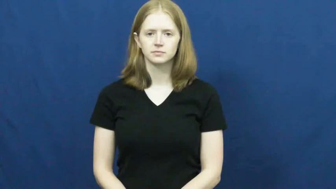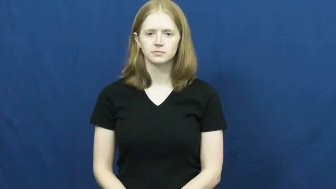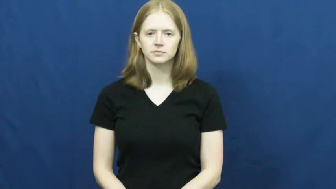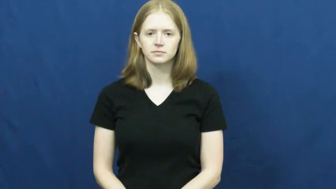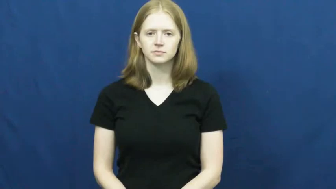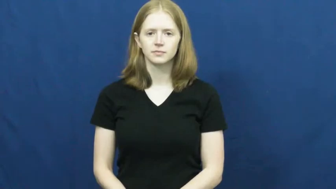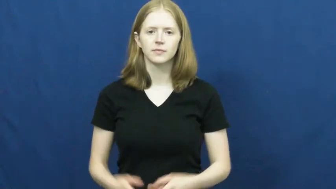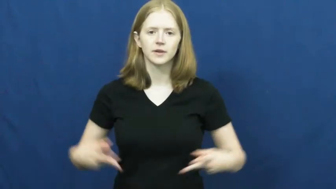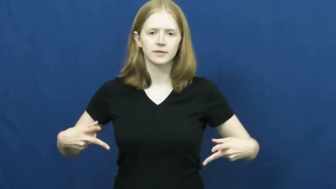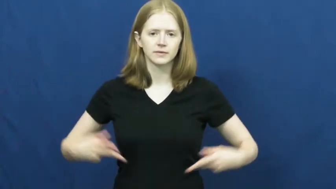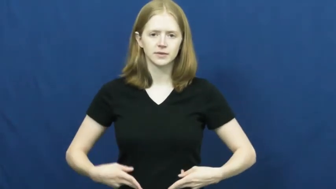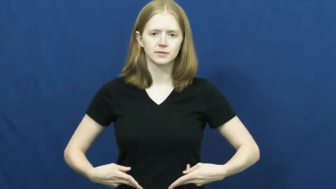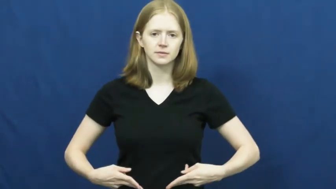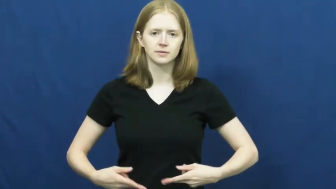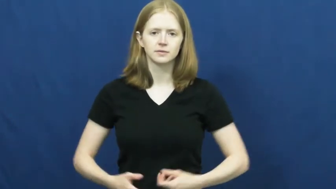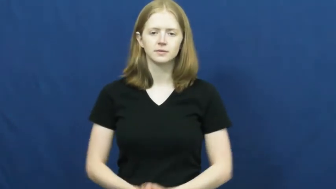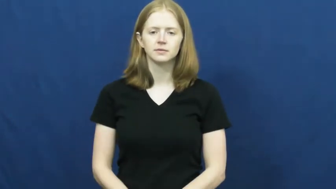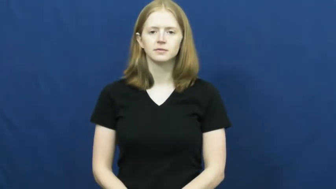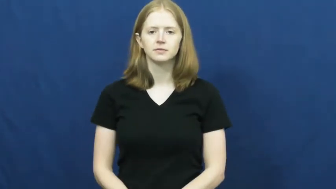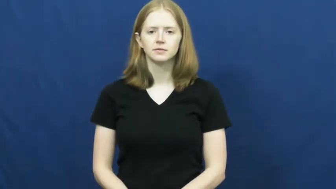vasectomy